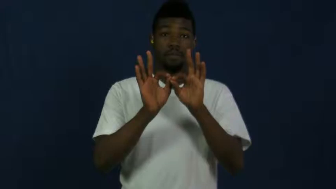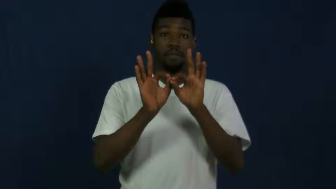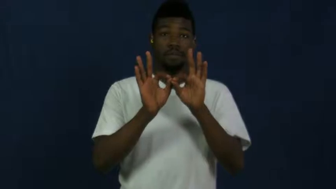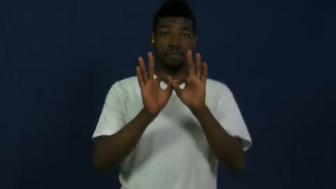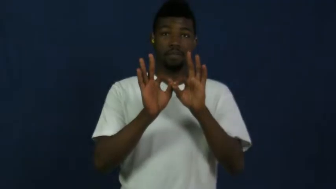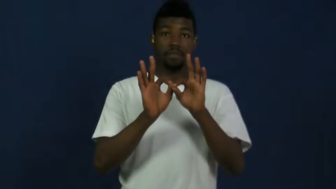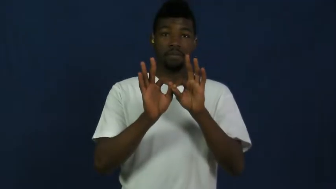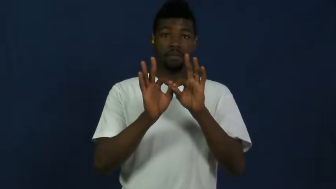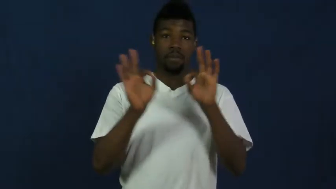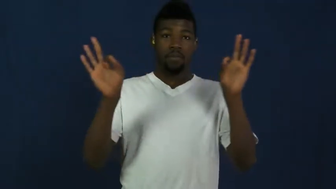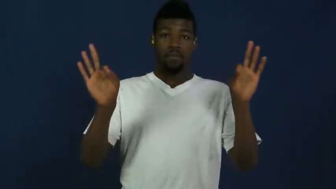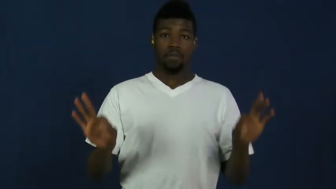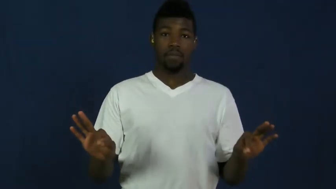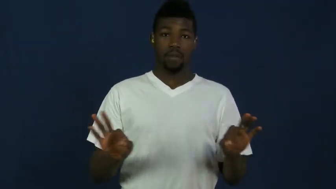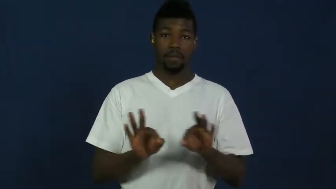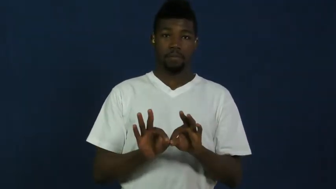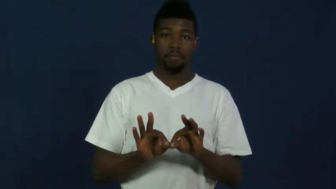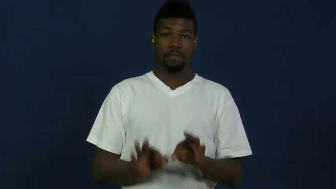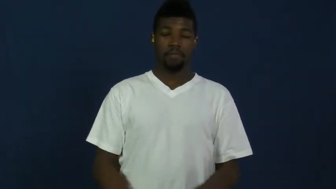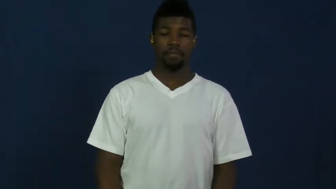form-paper